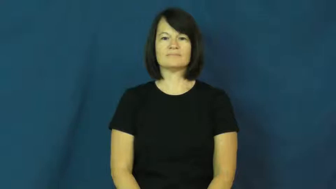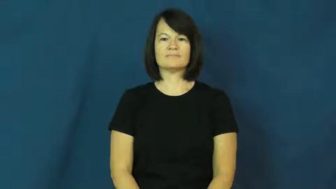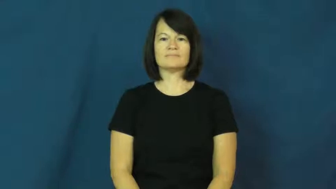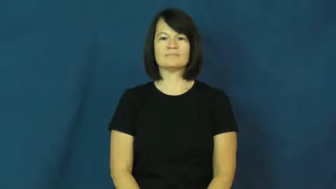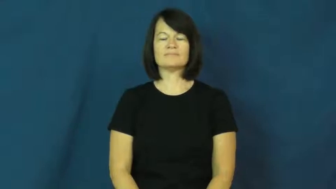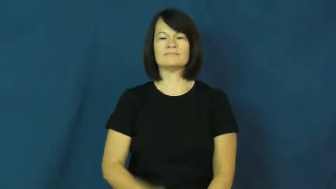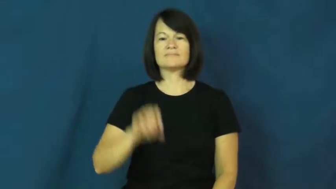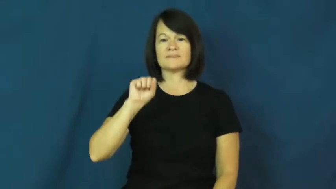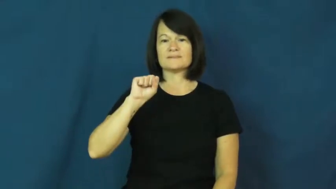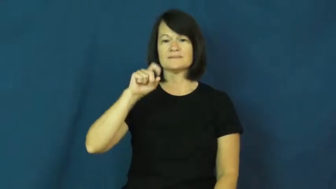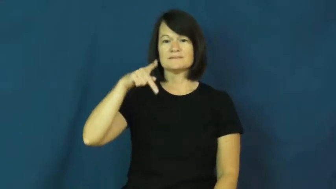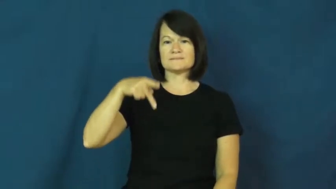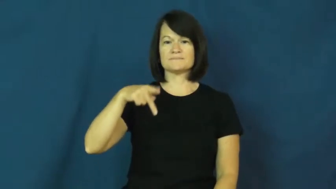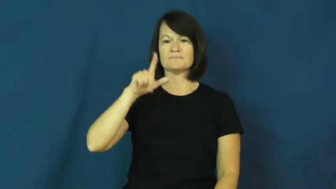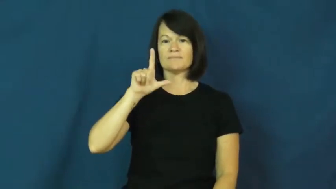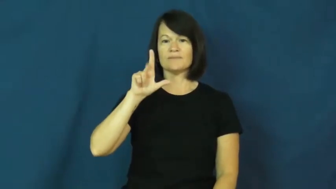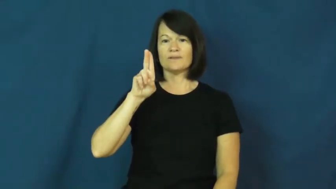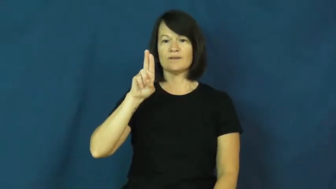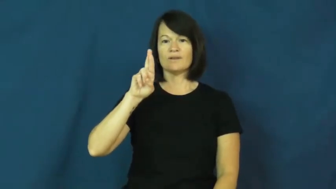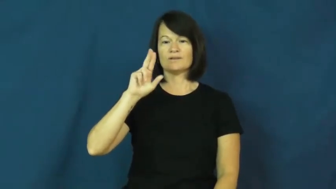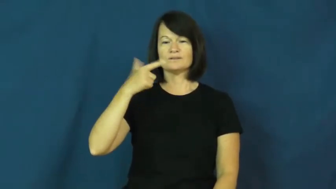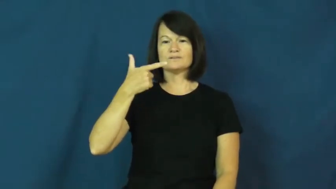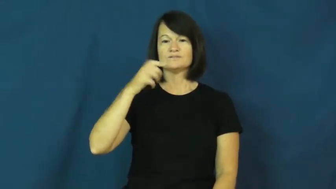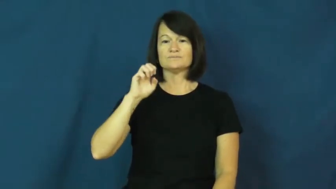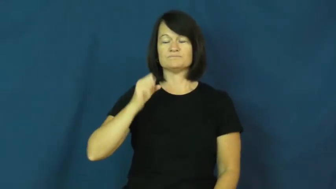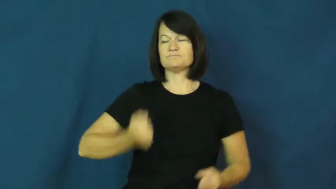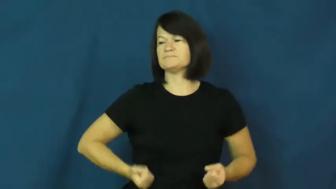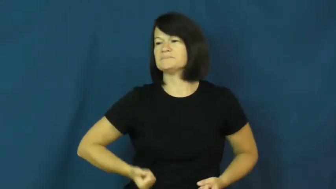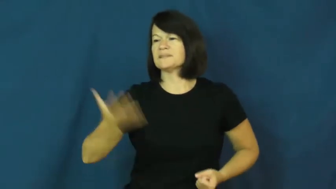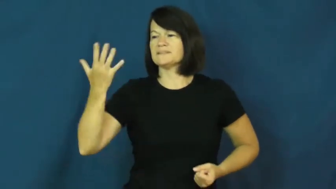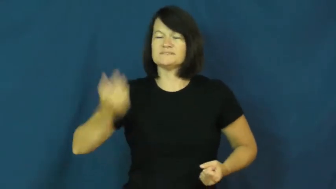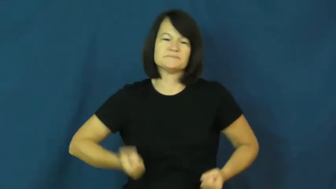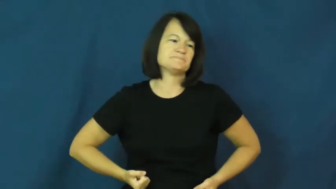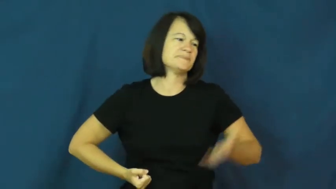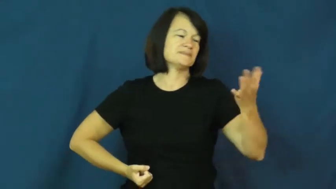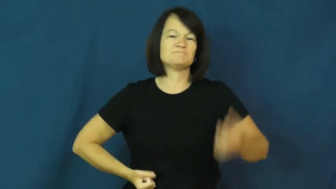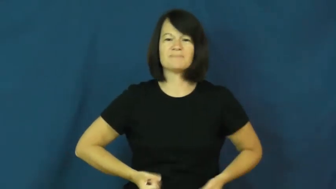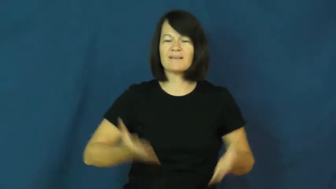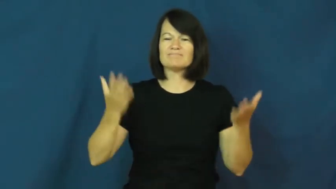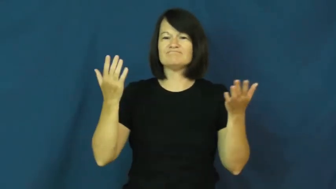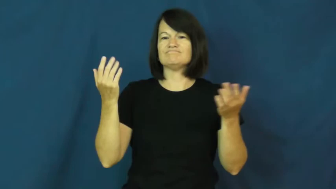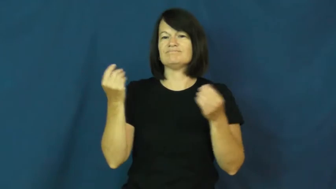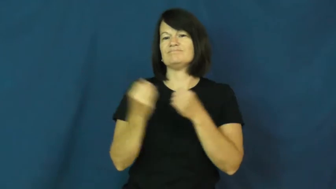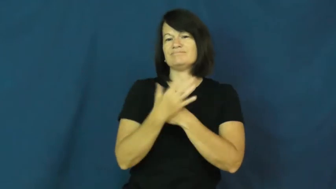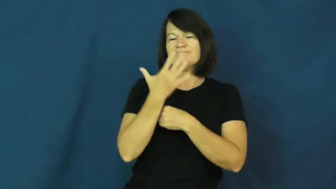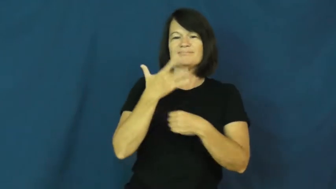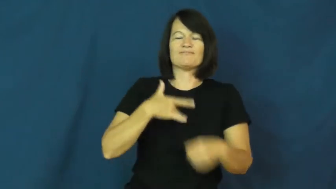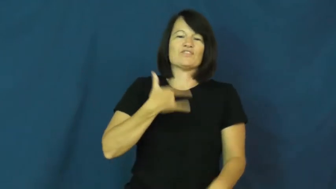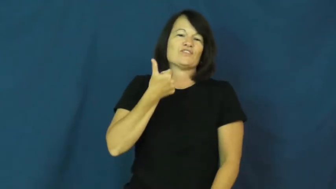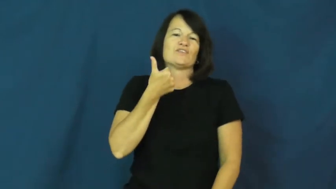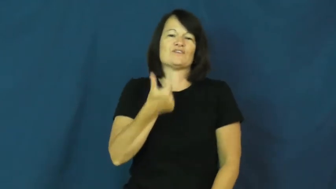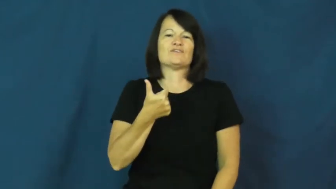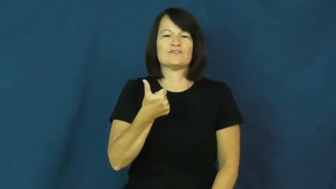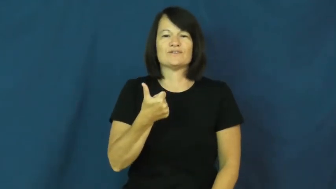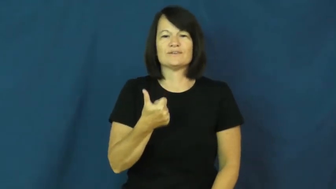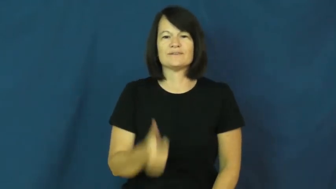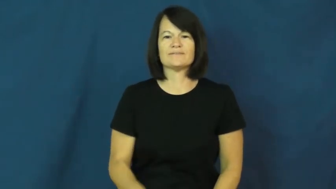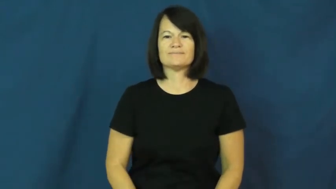splurge